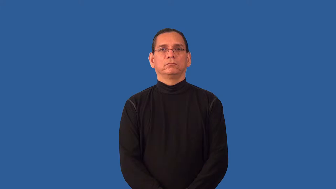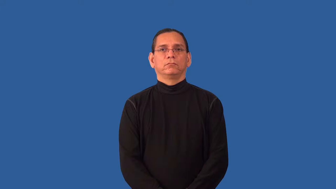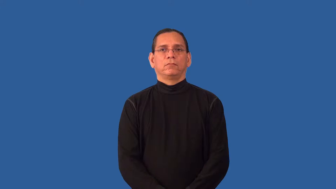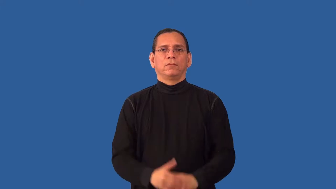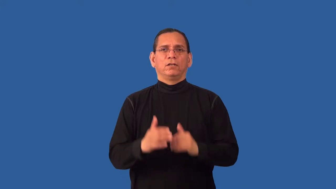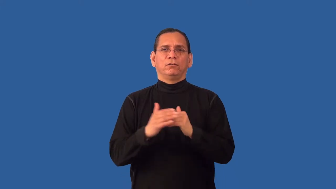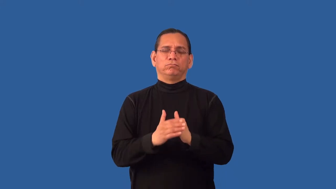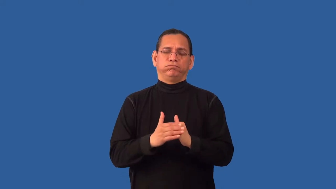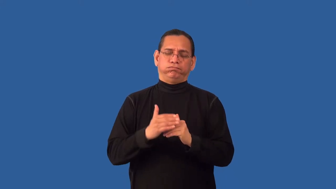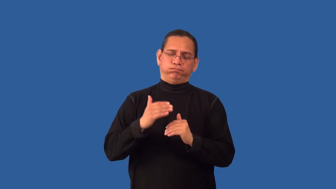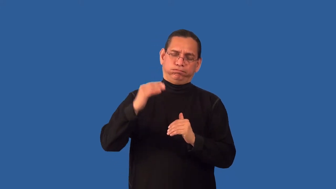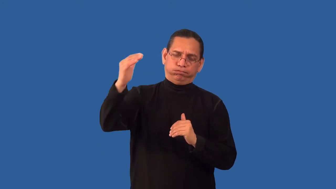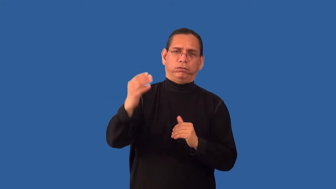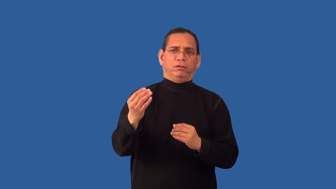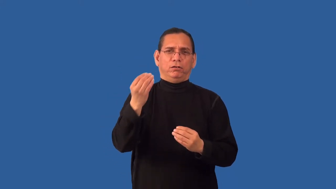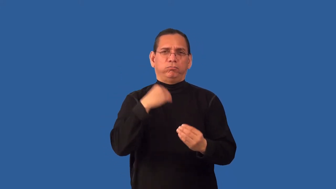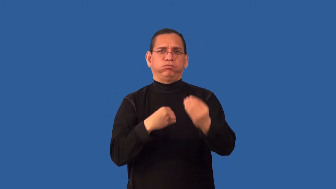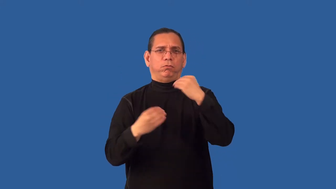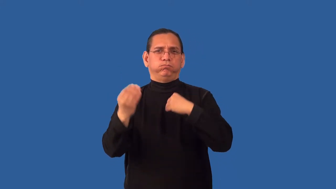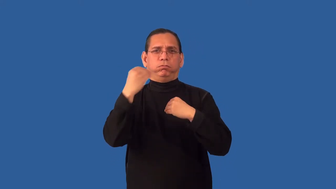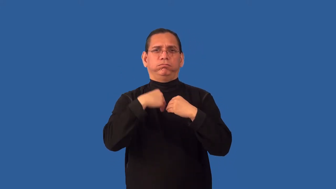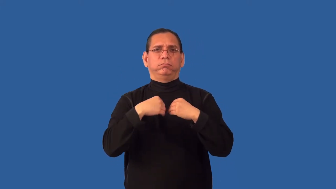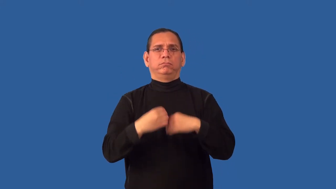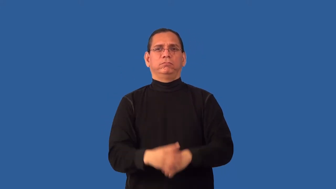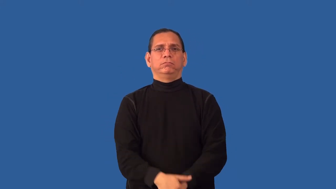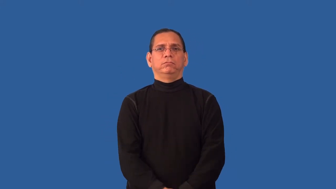overeat